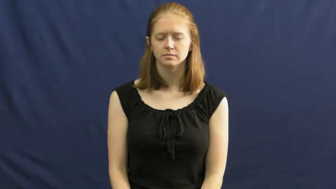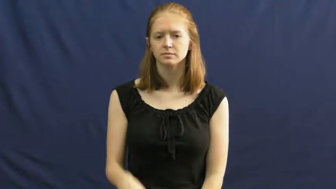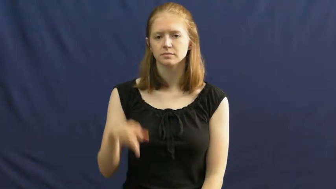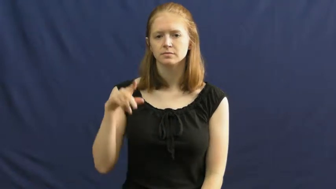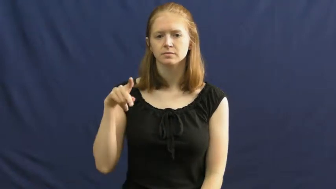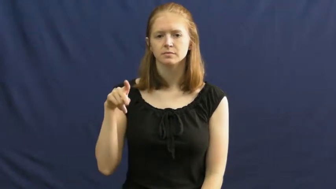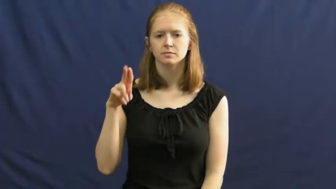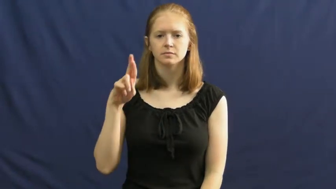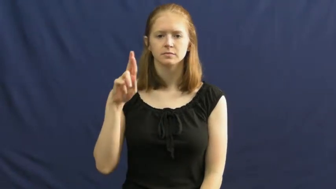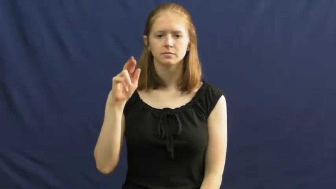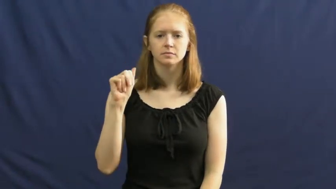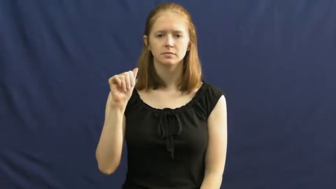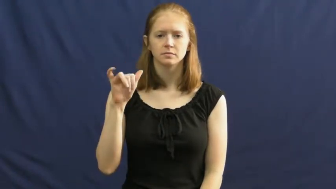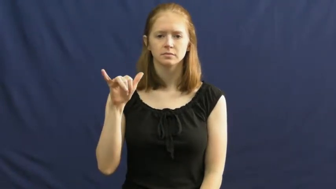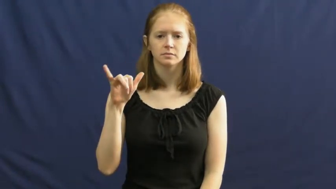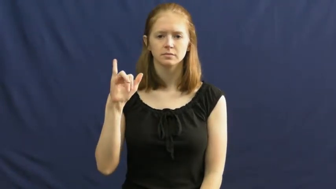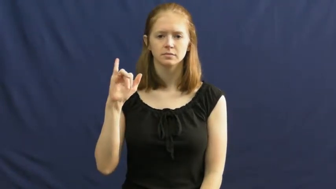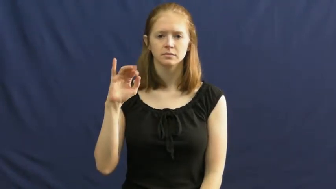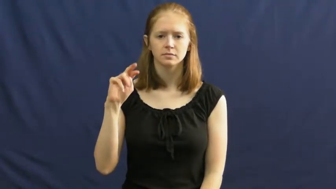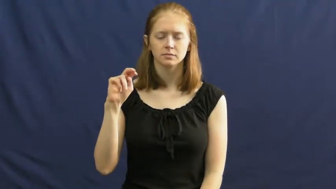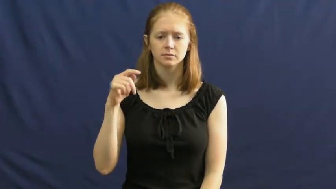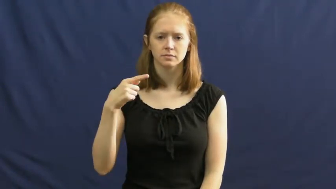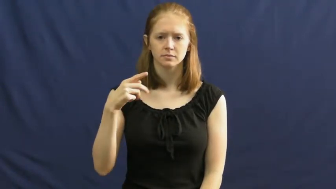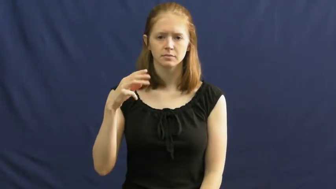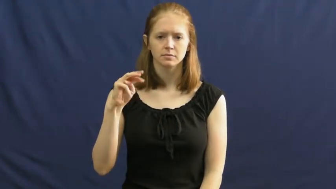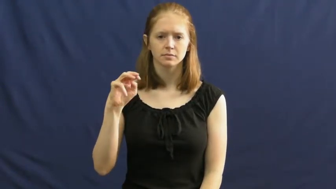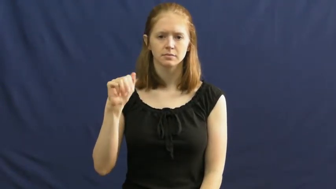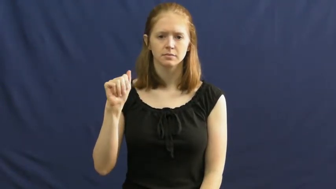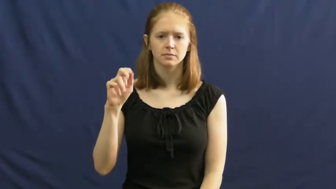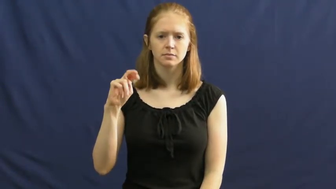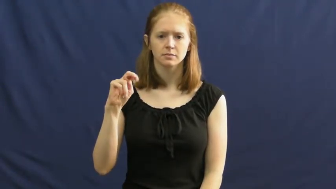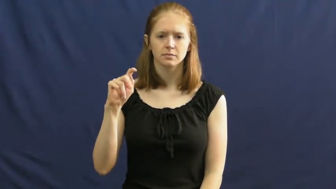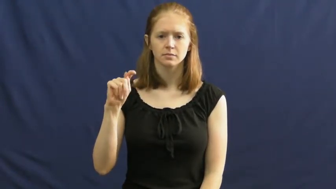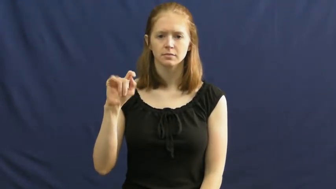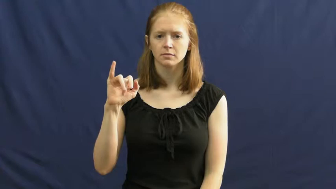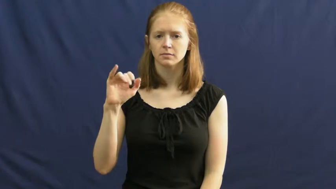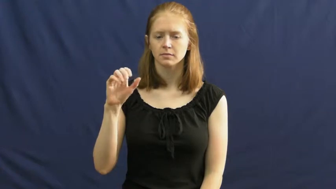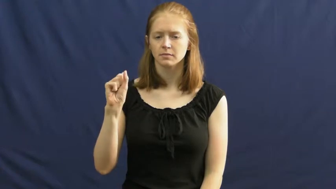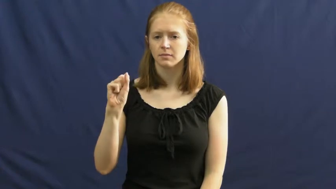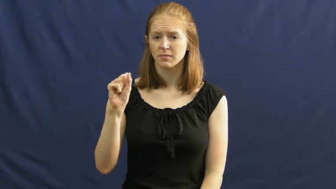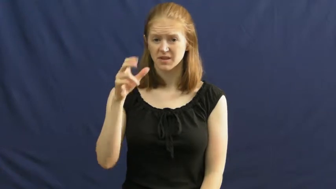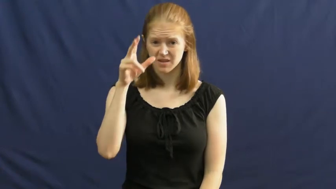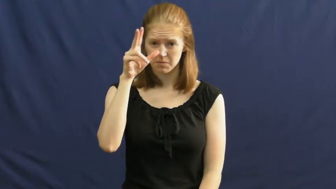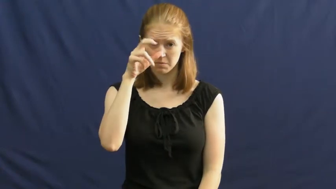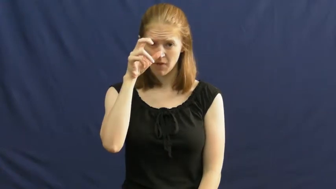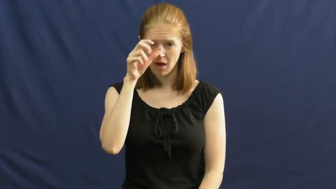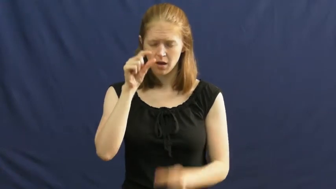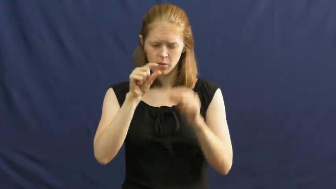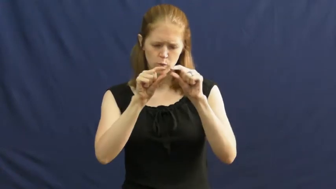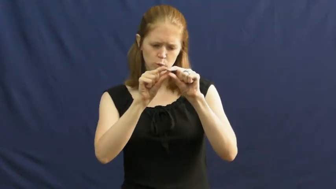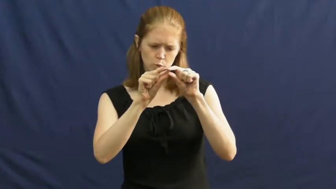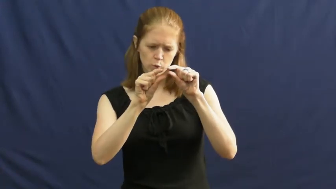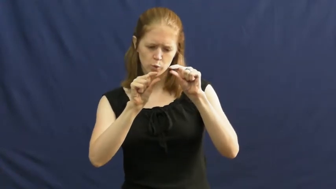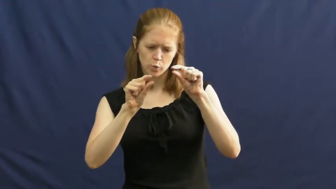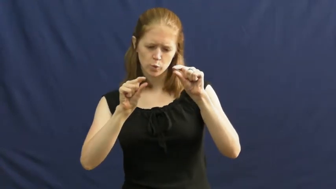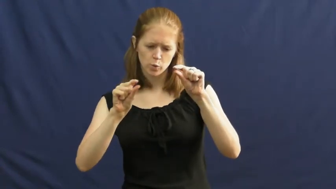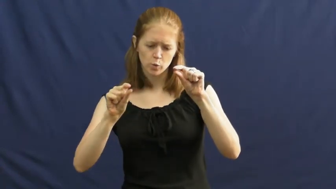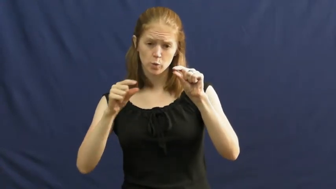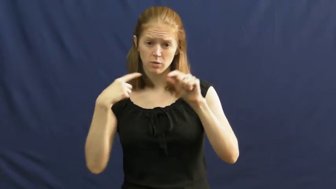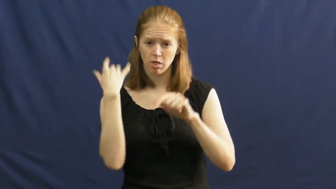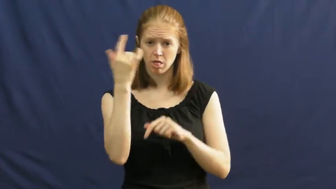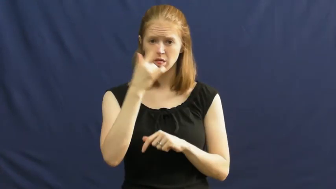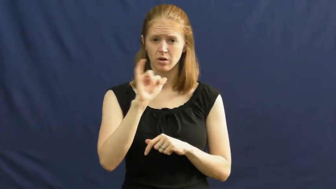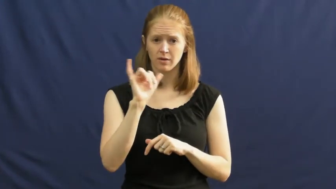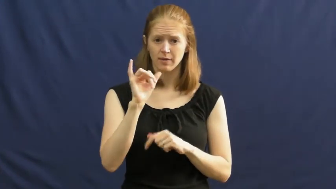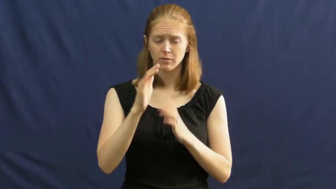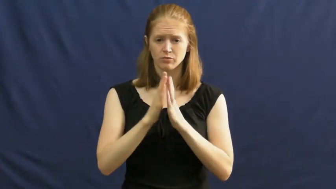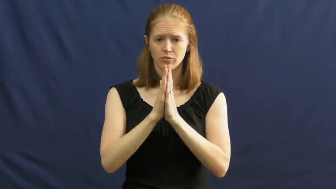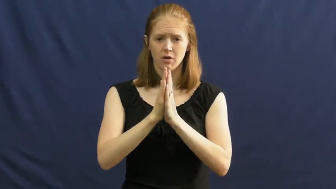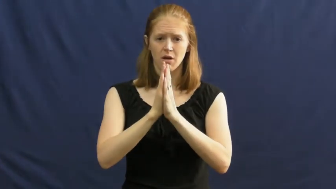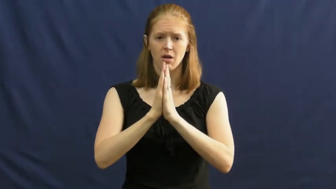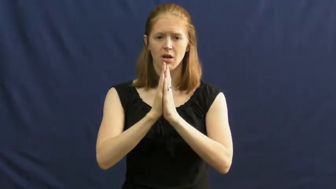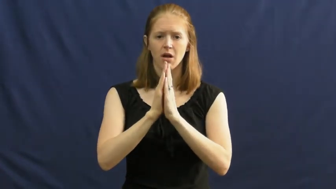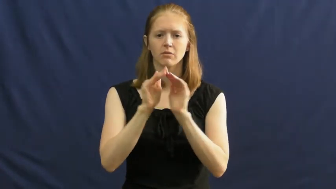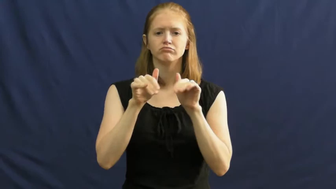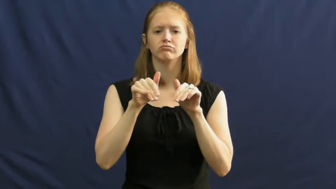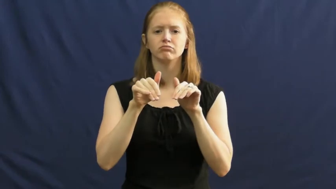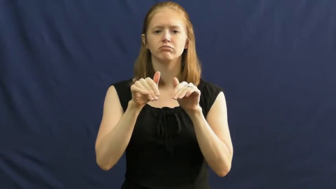praying mantis